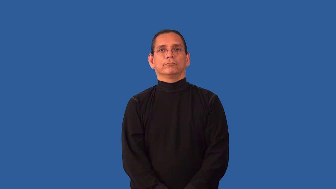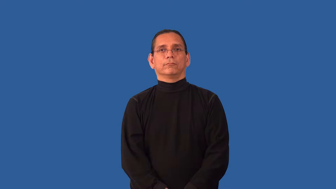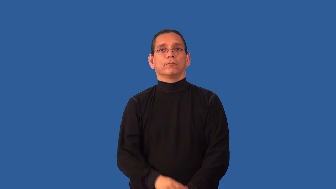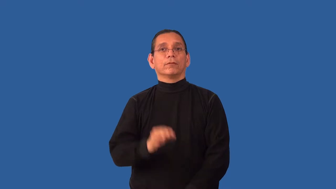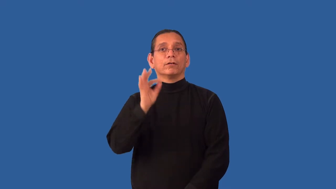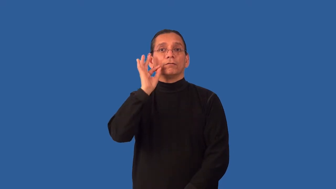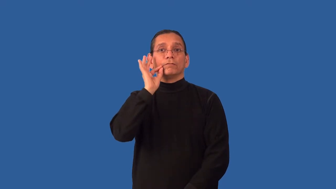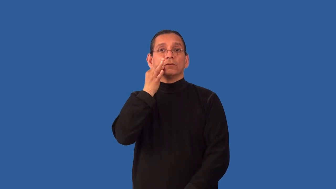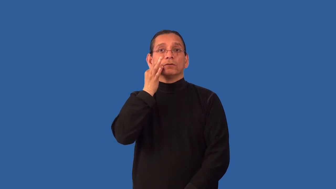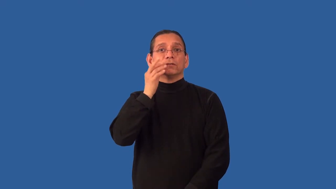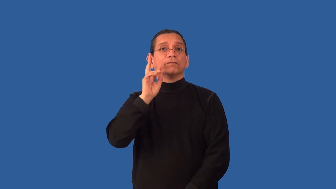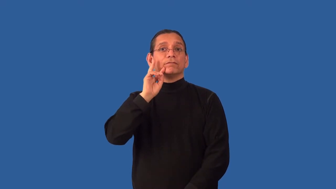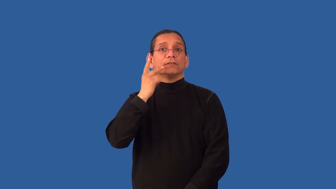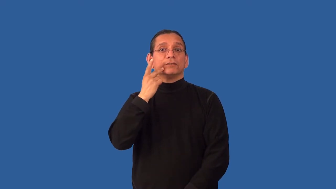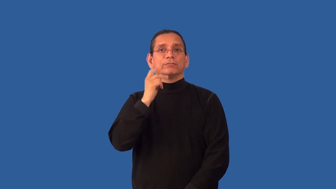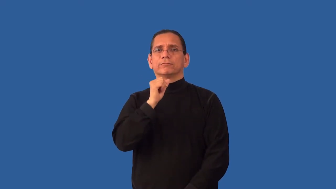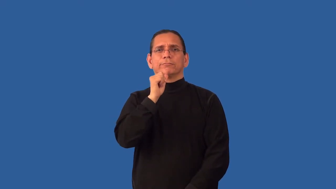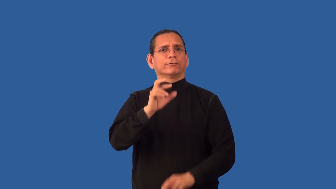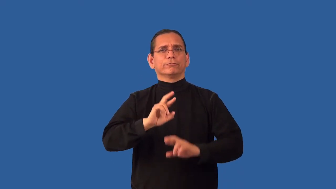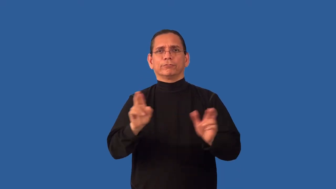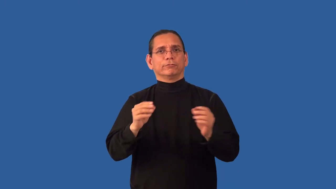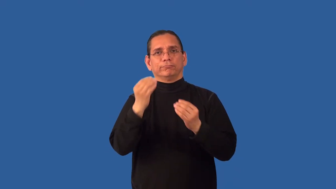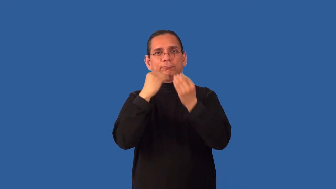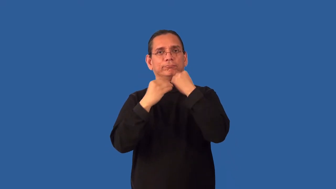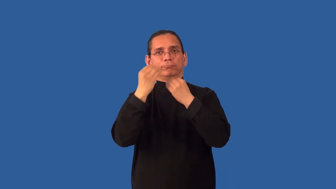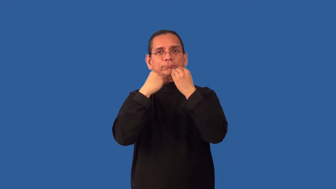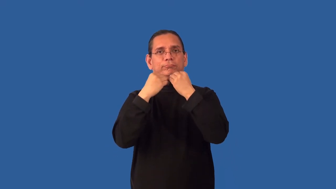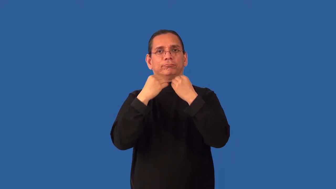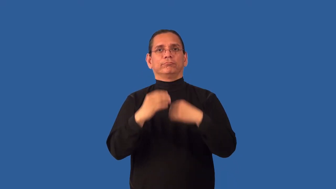unripe